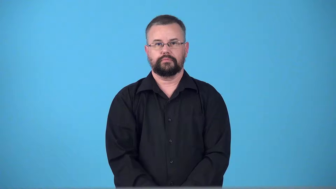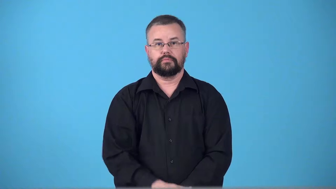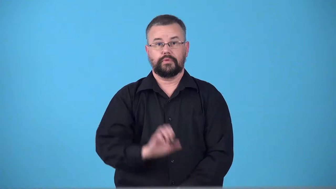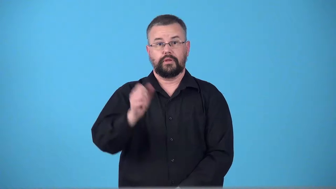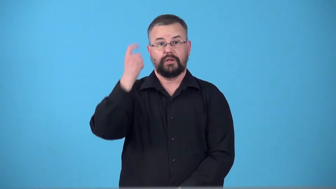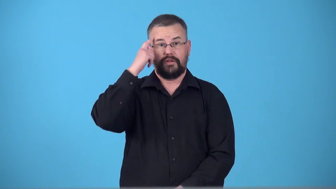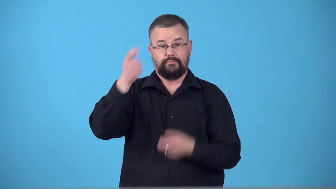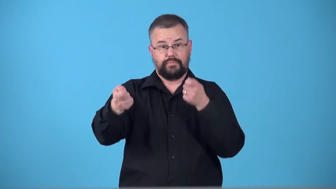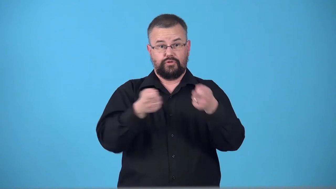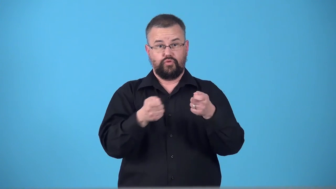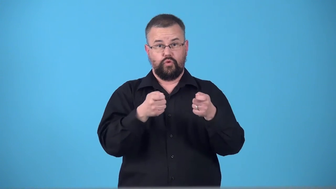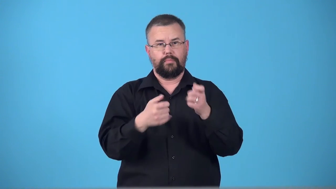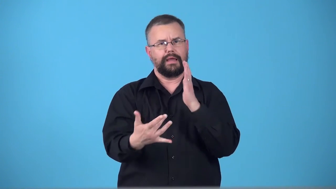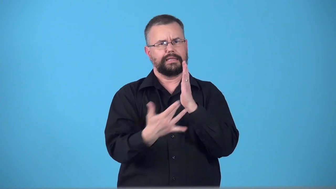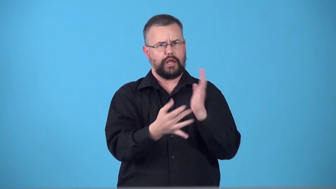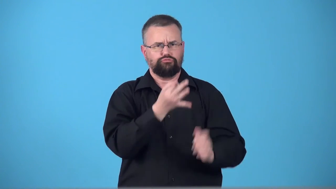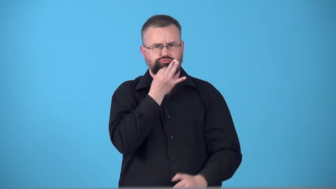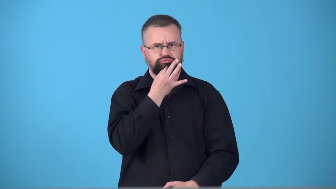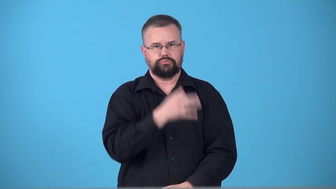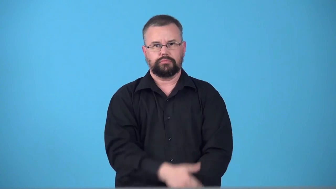technocracy